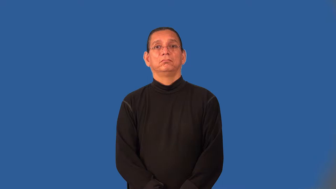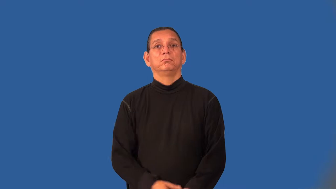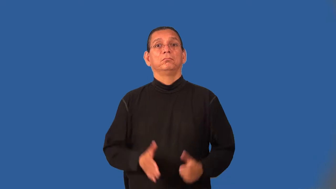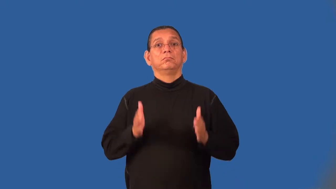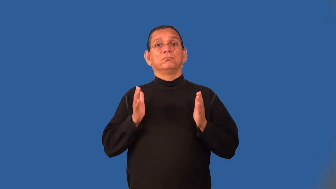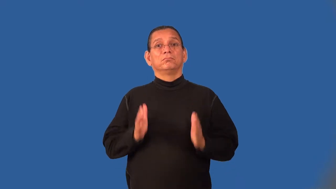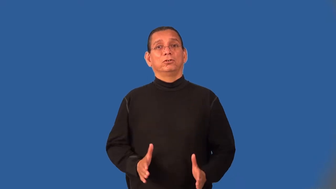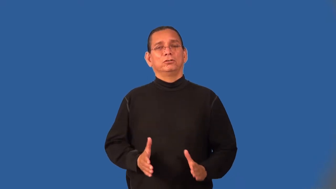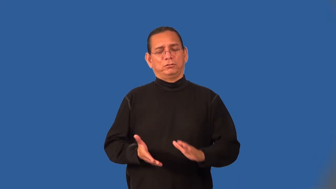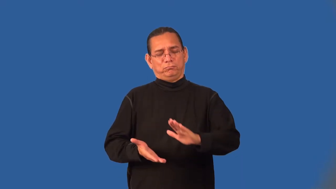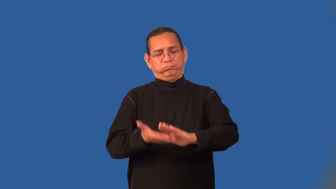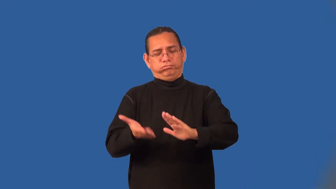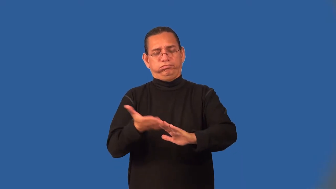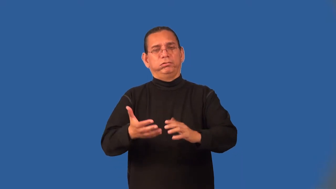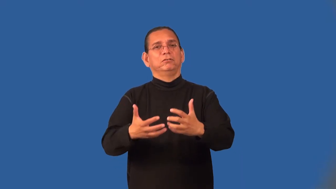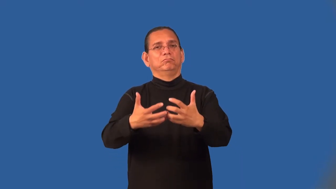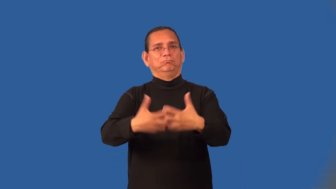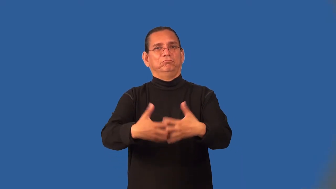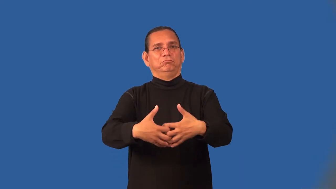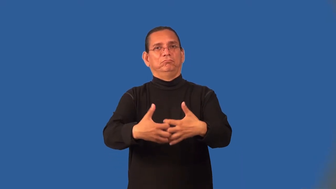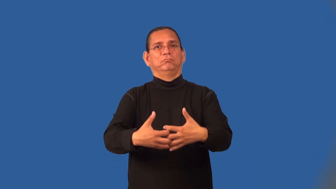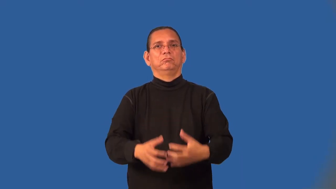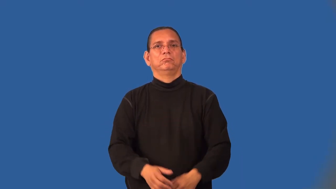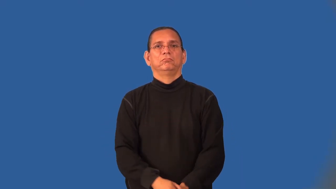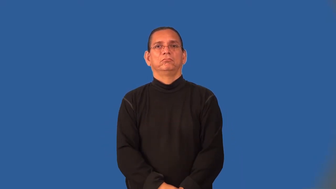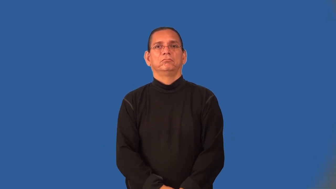machinist